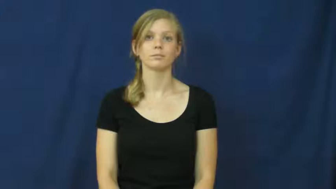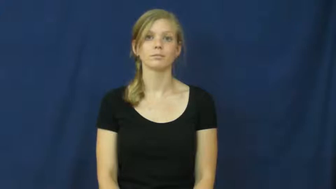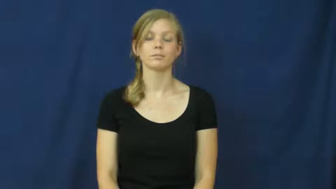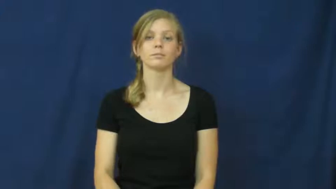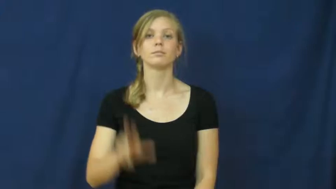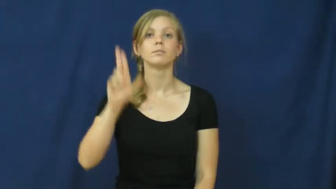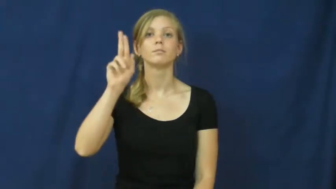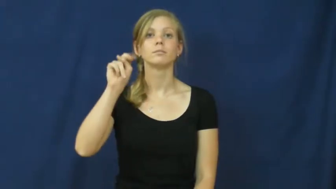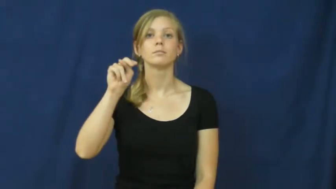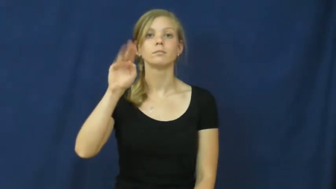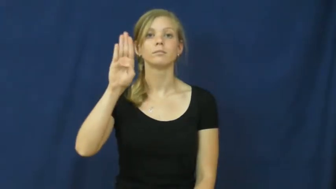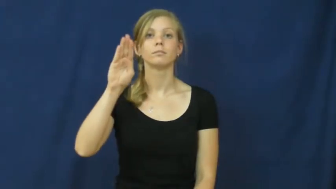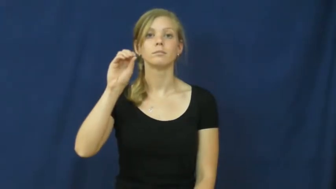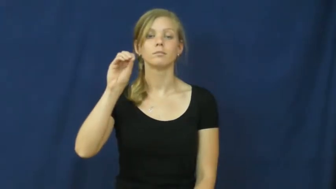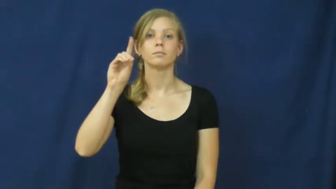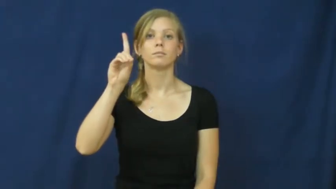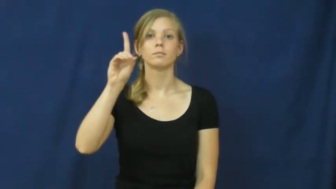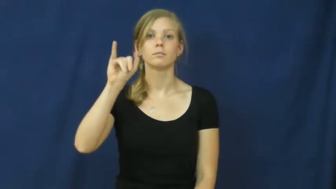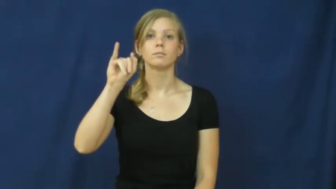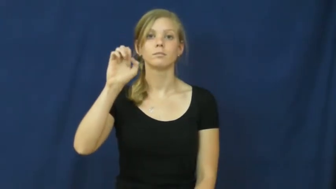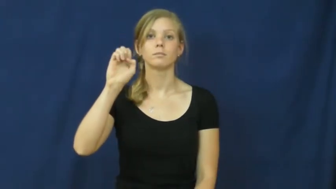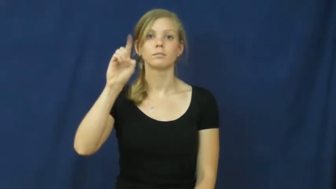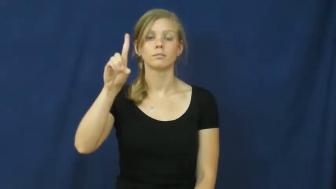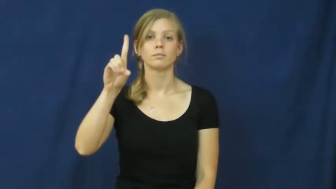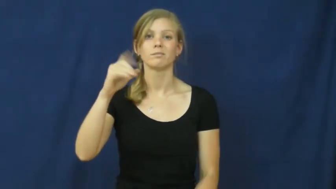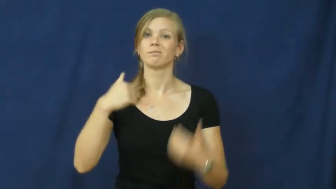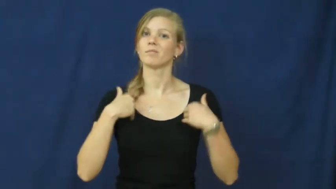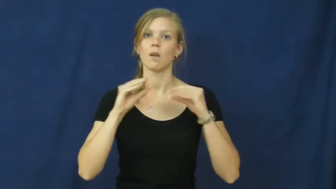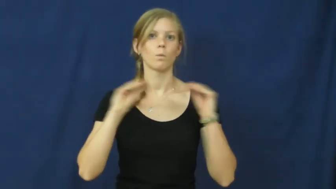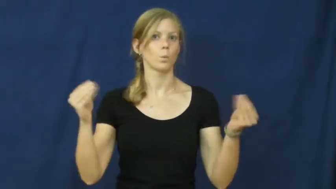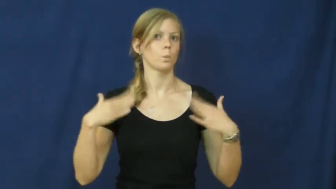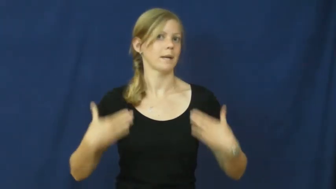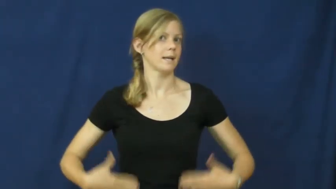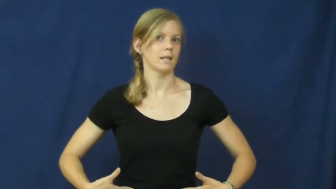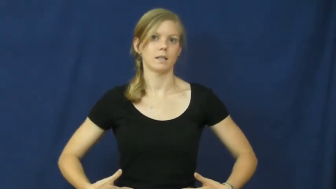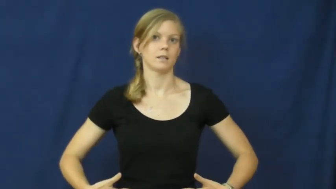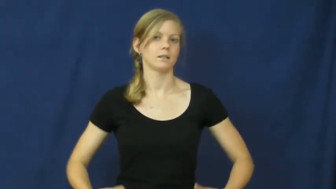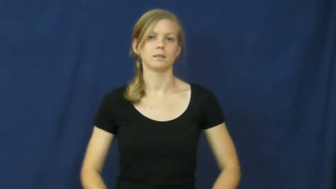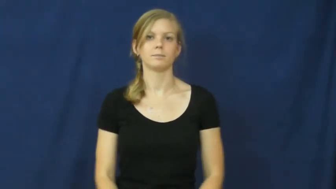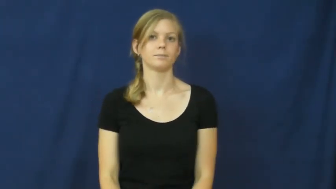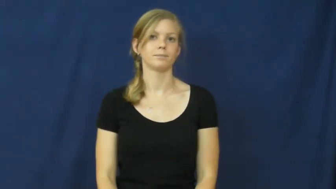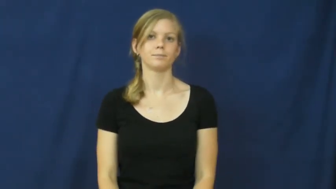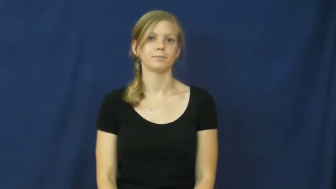unbodied